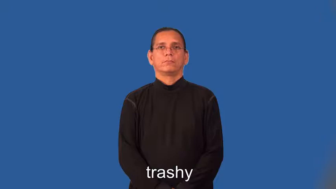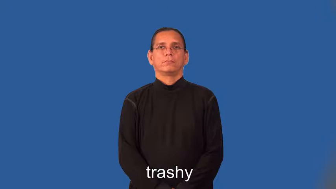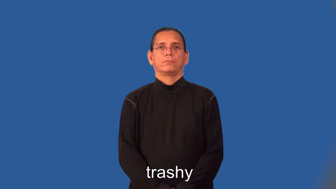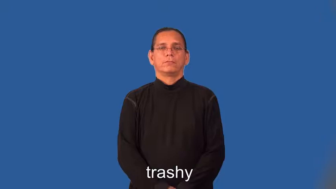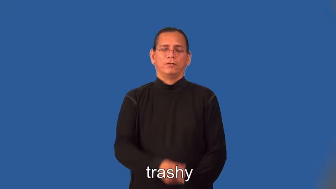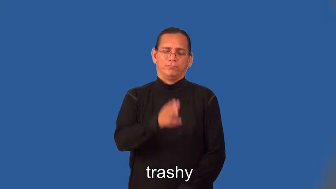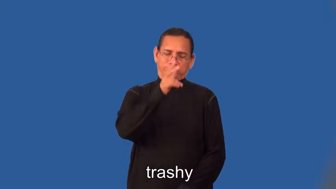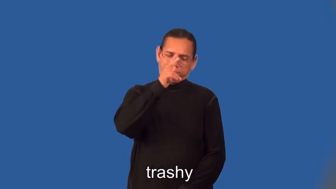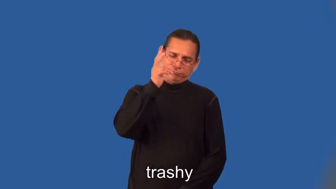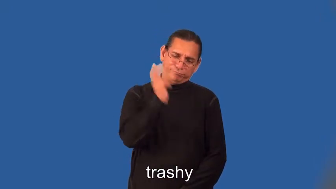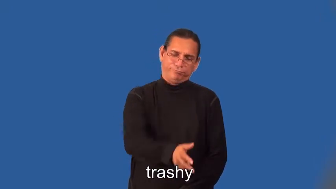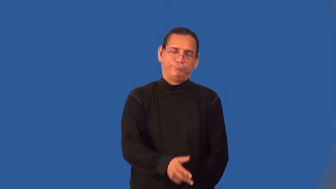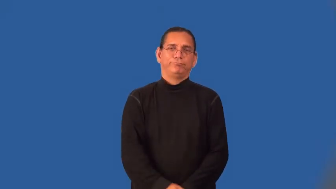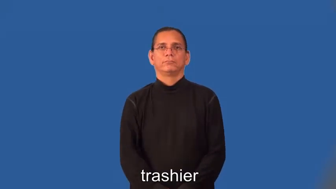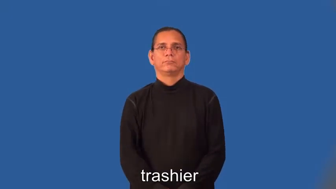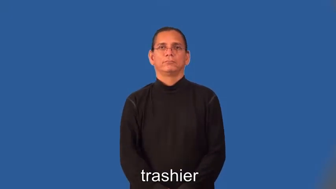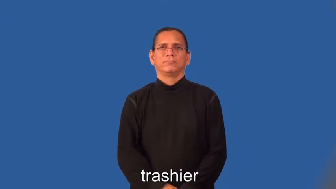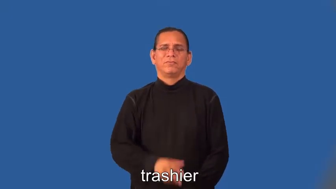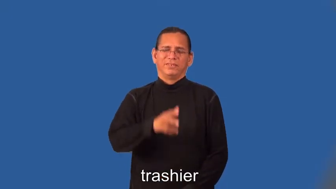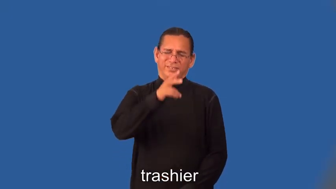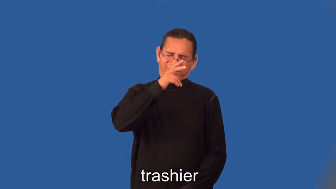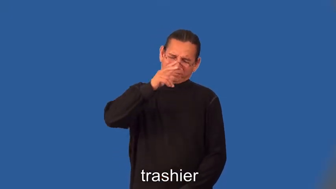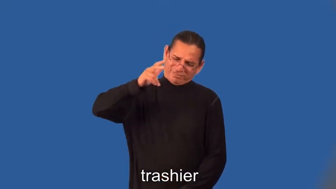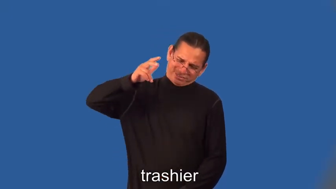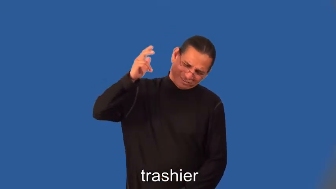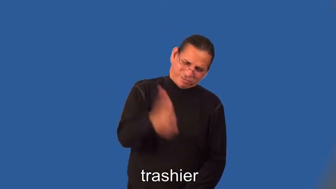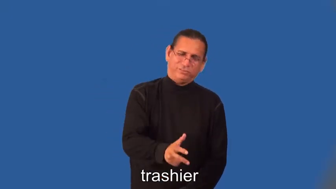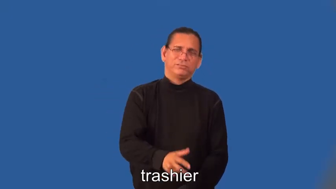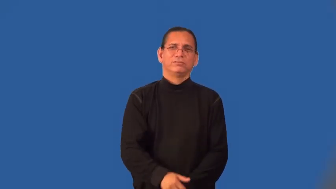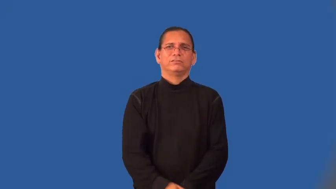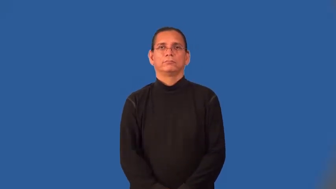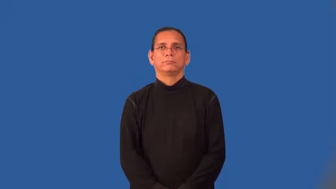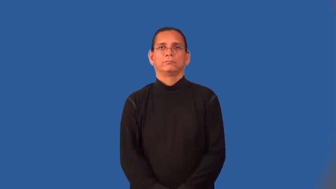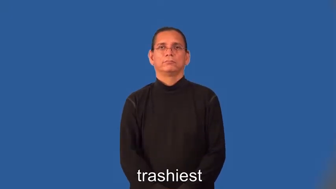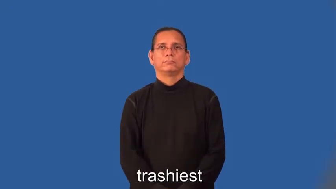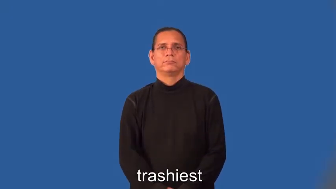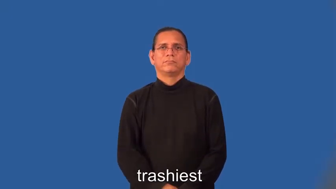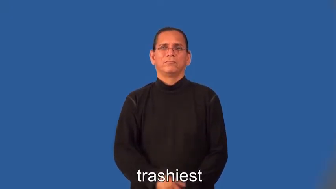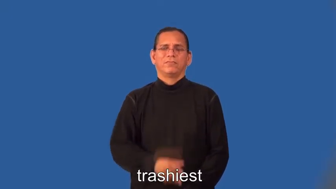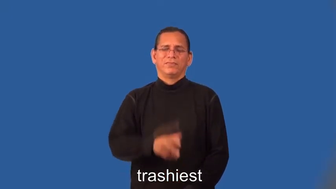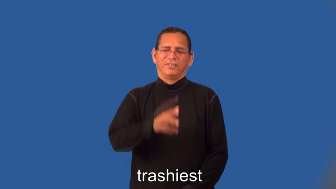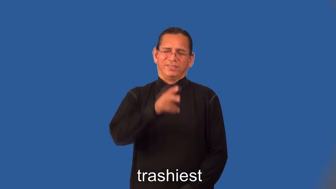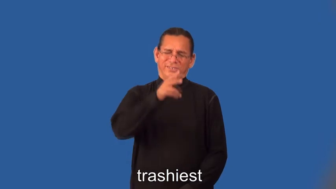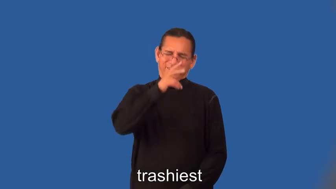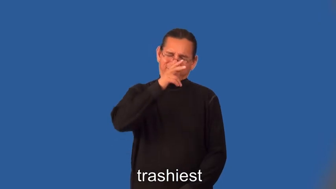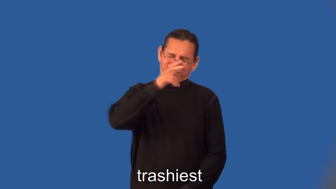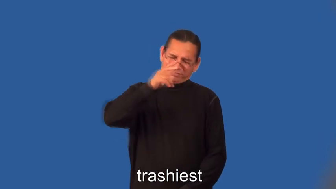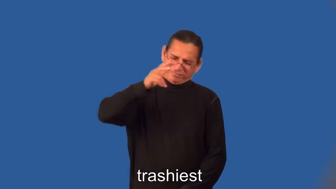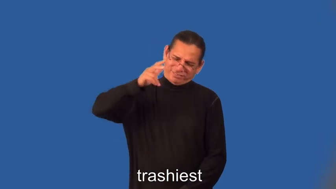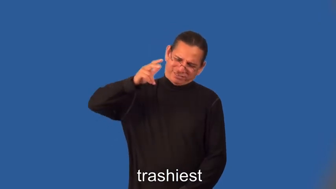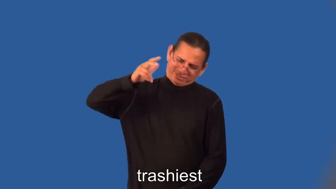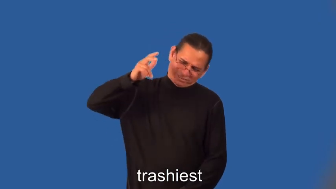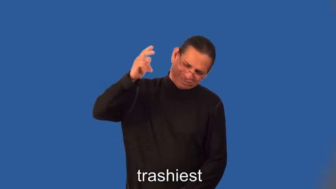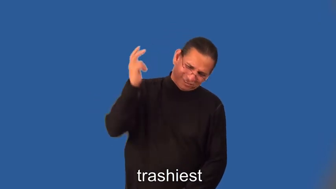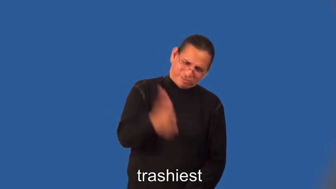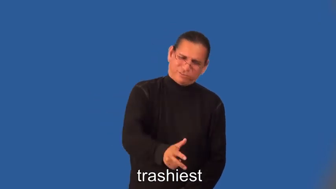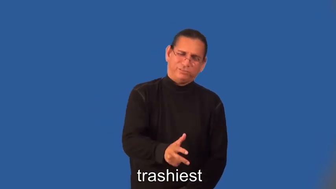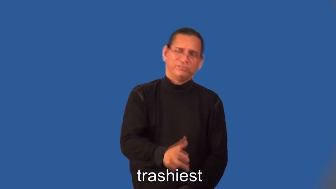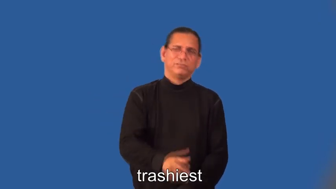trashier,trashiest-lousy